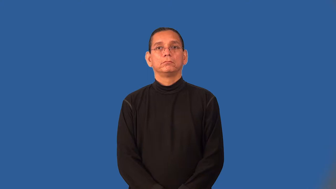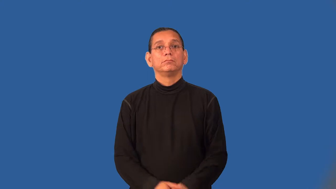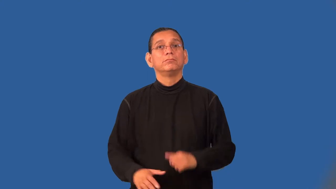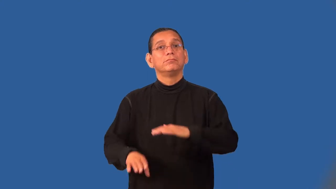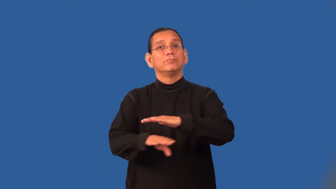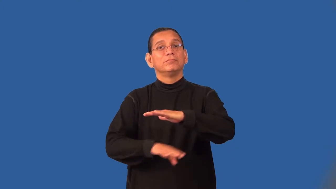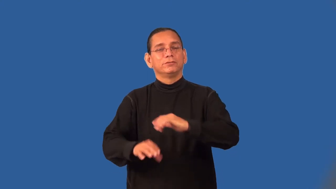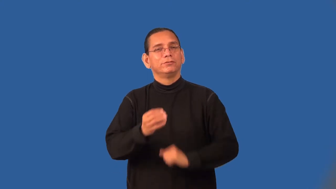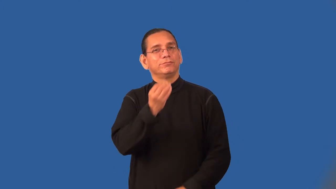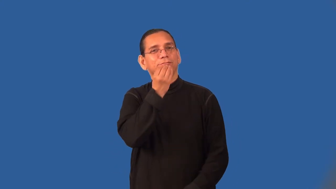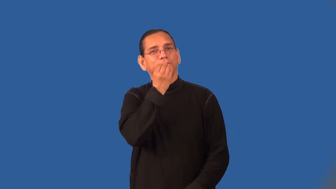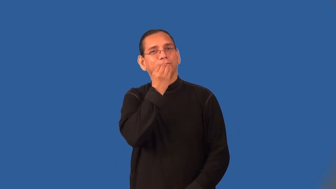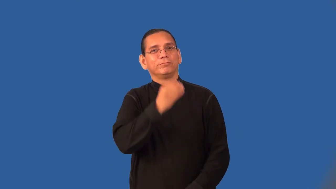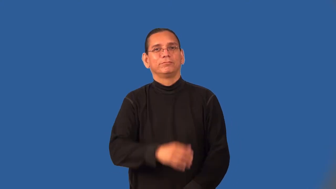staple,foodstuff,pabulum-food